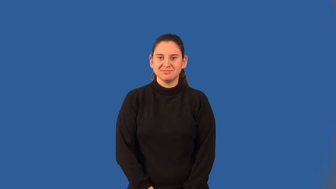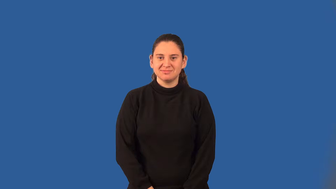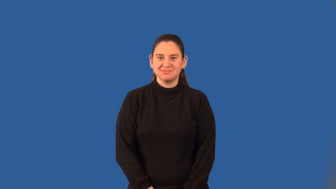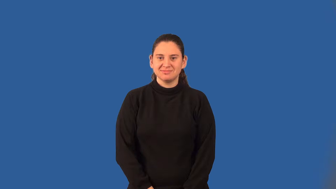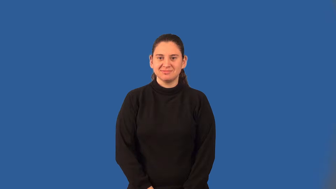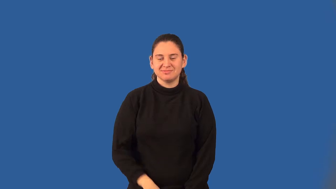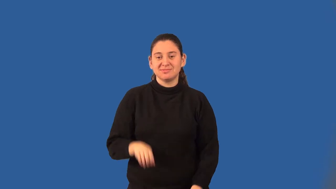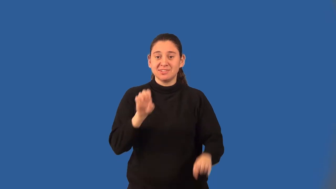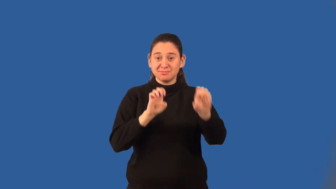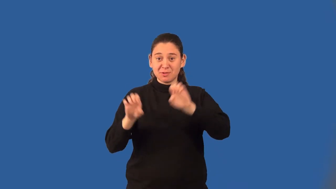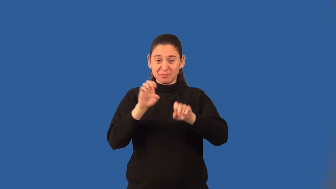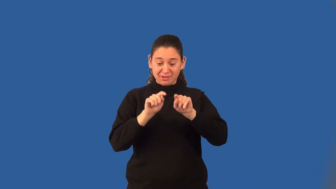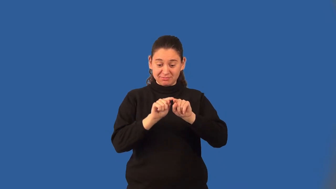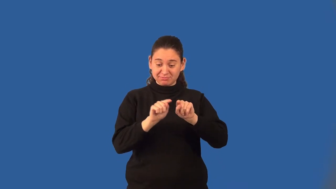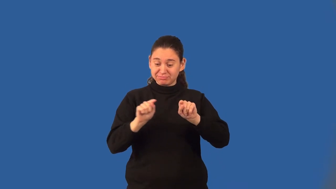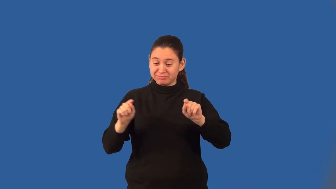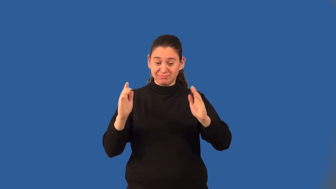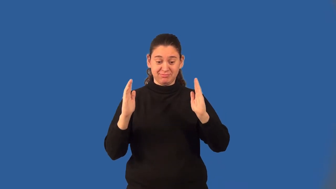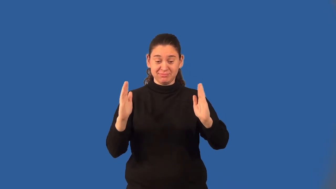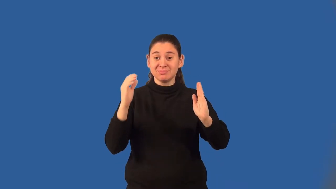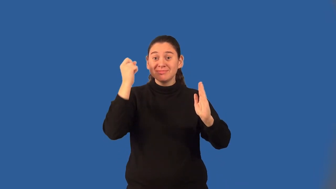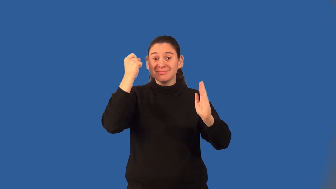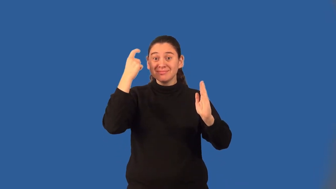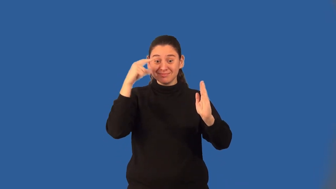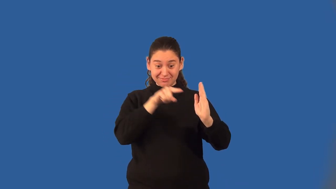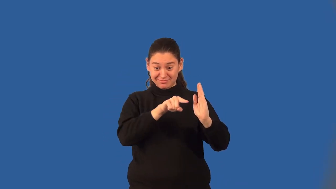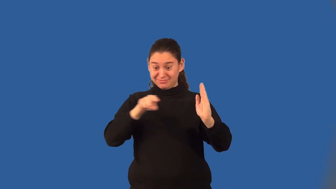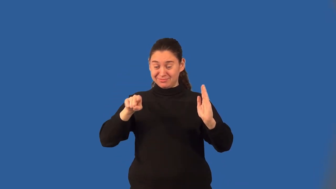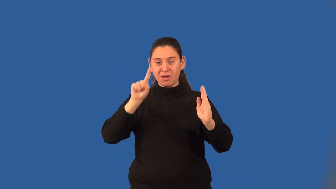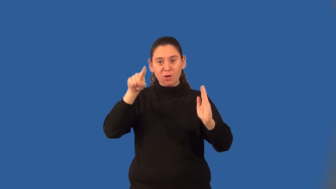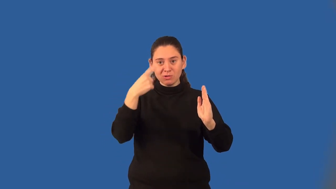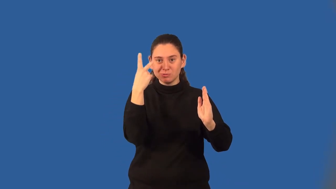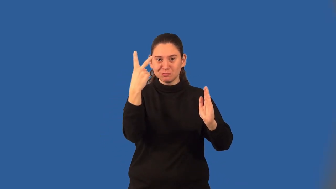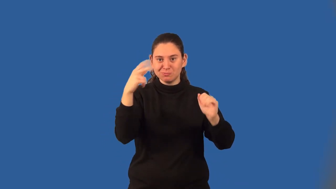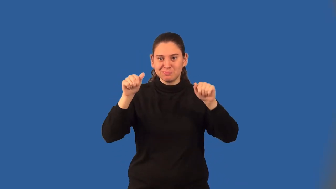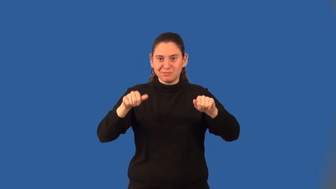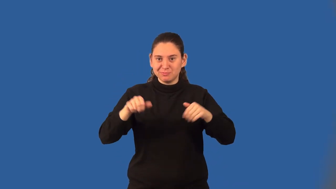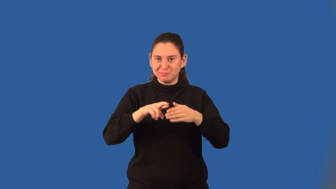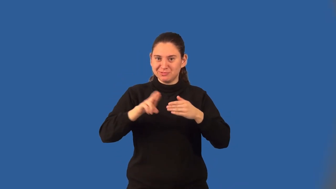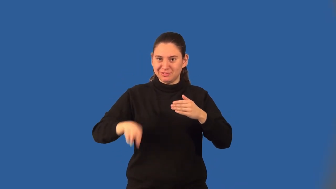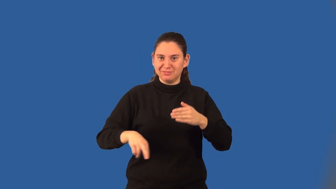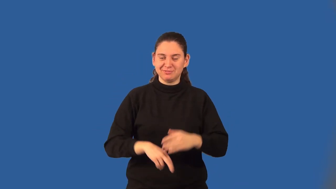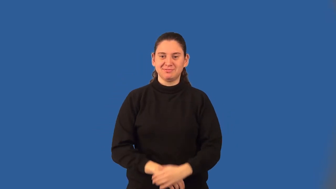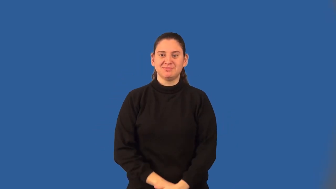binomial experiment